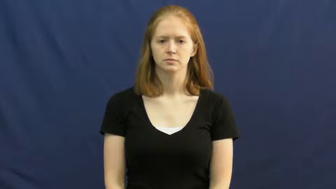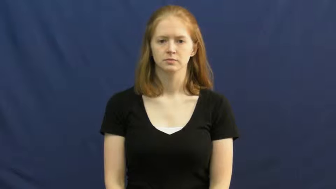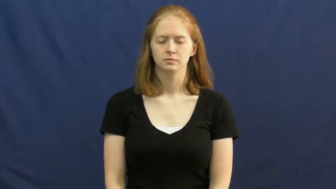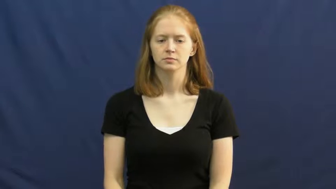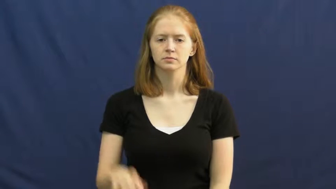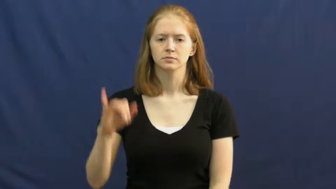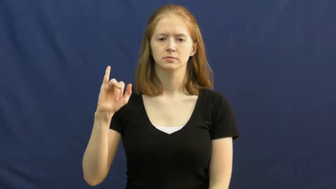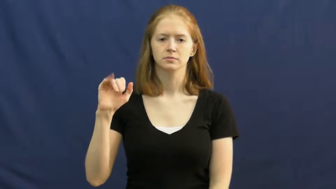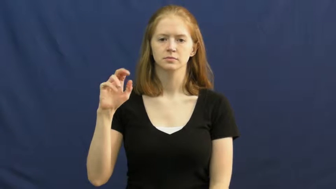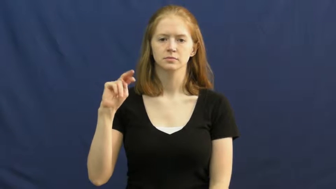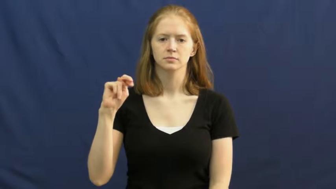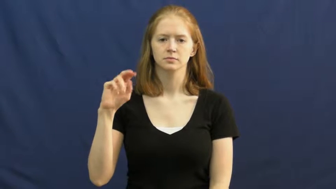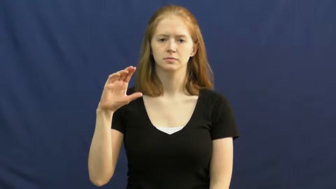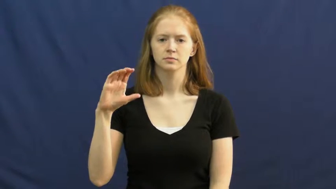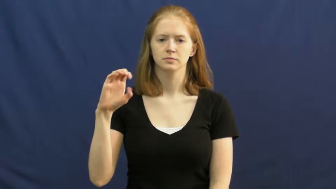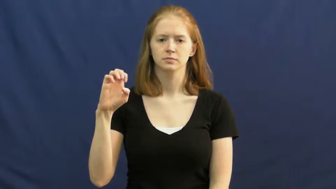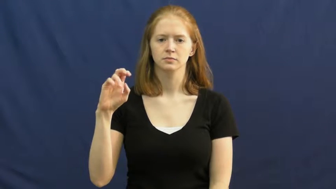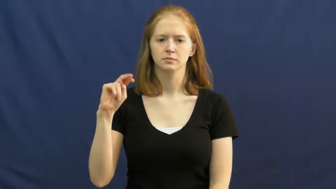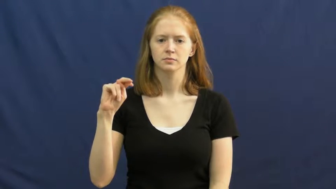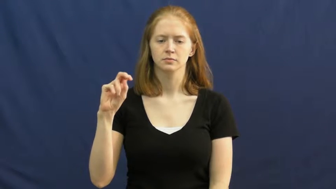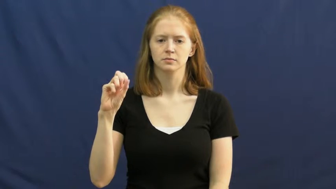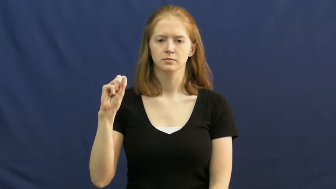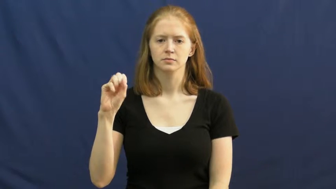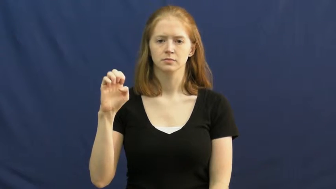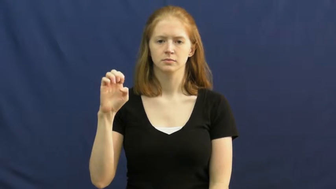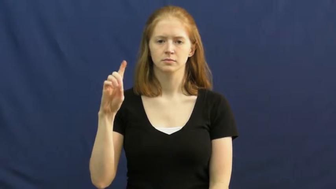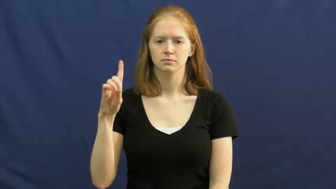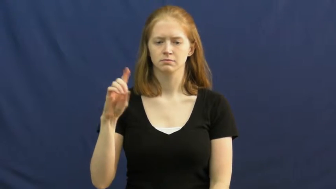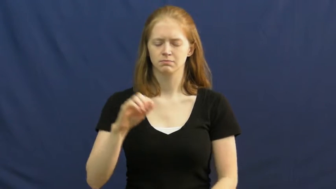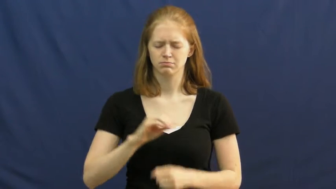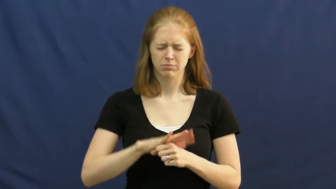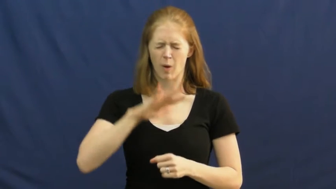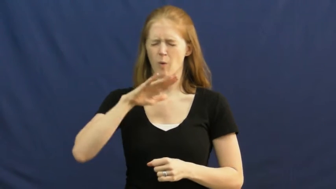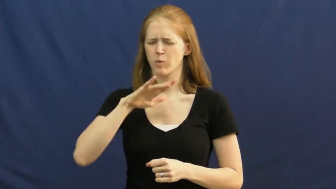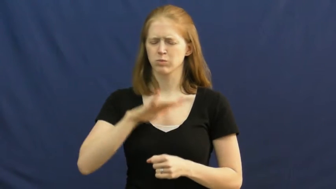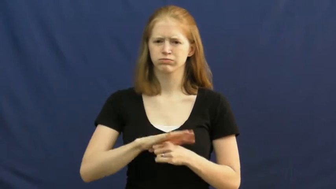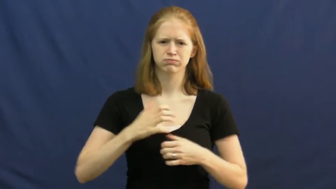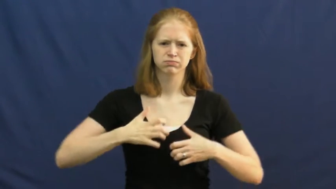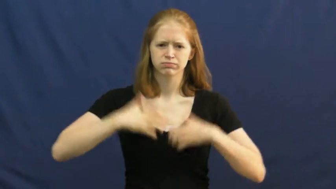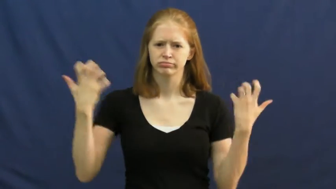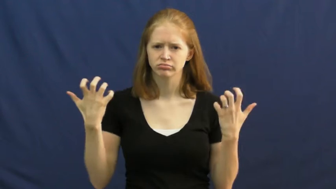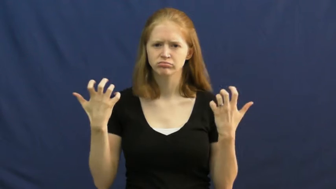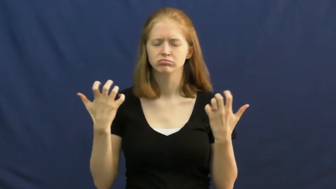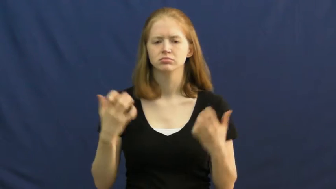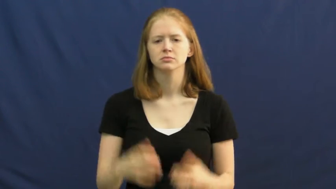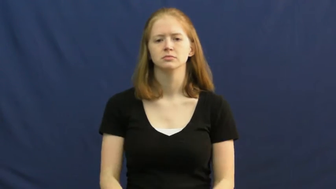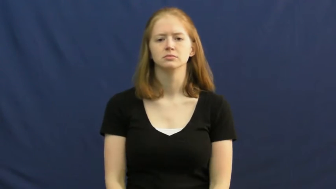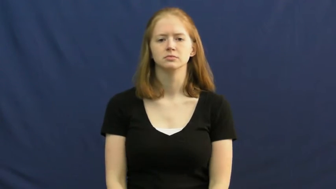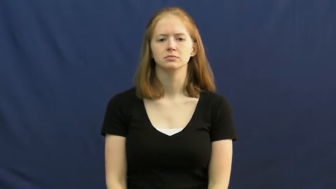incensed